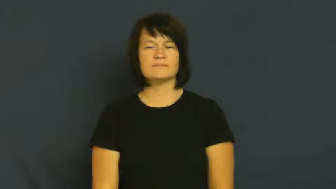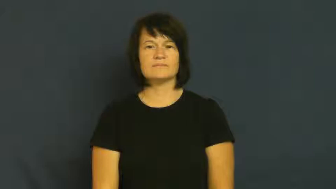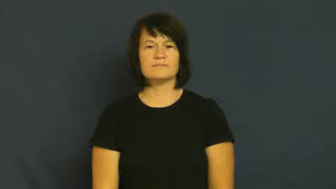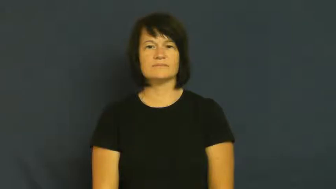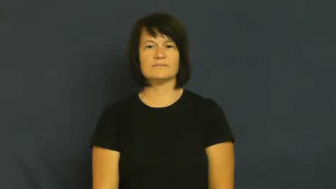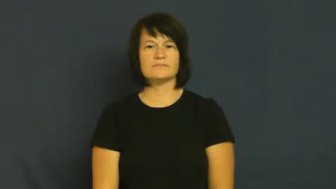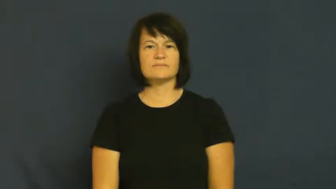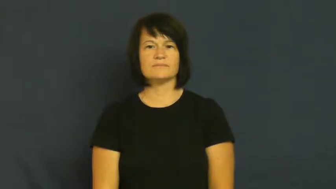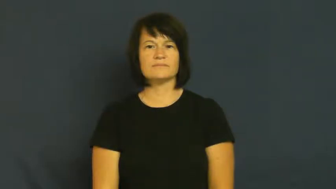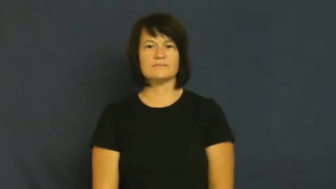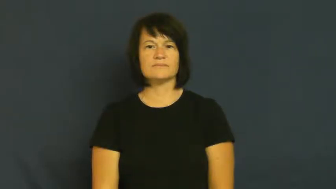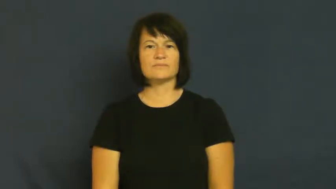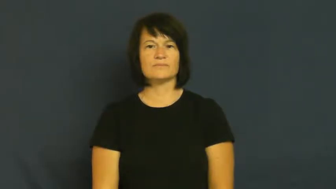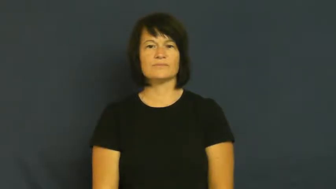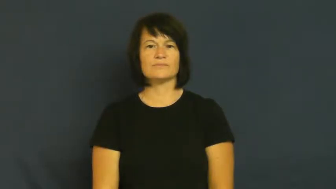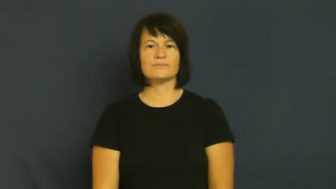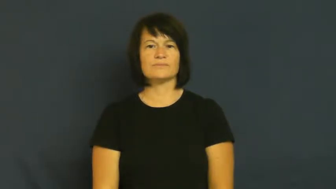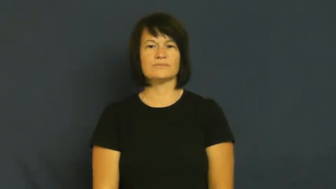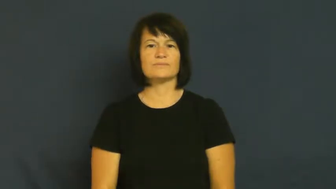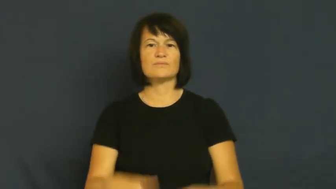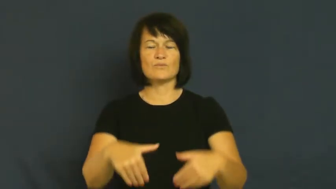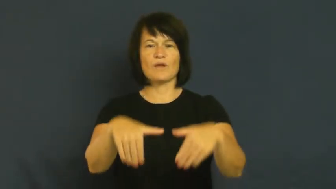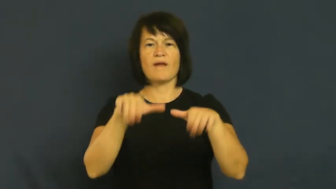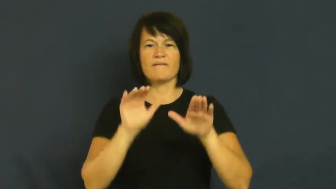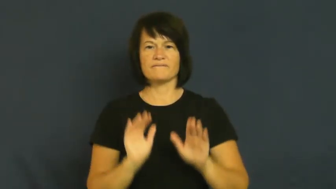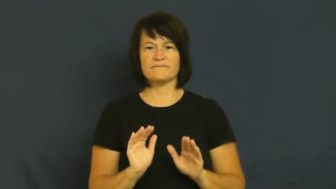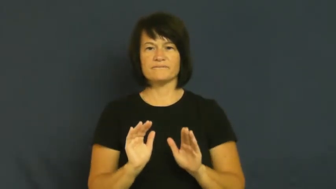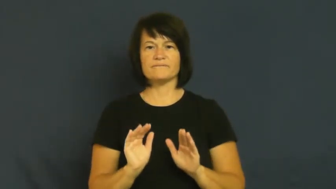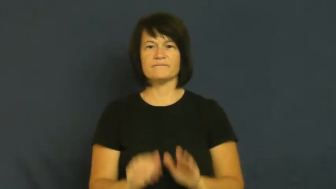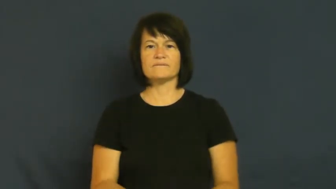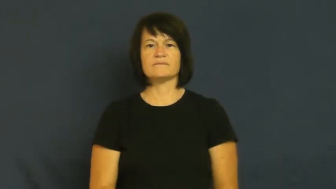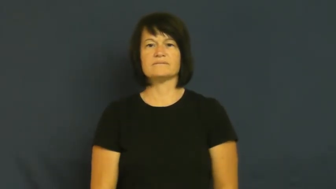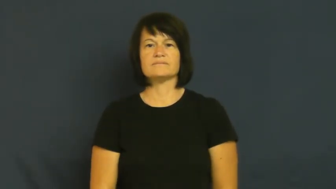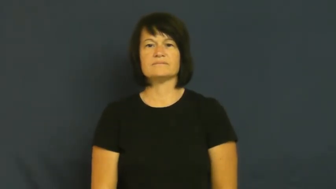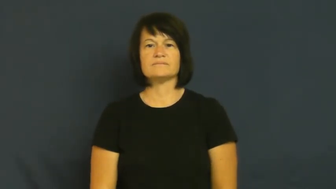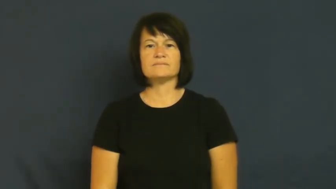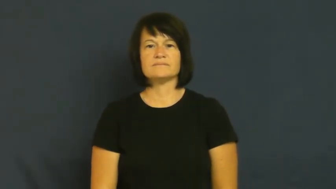grave-cemetery